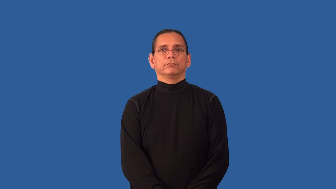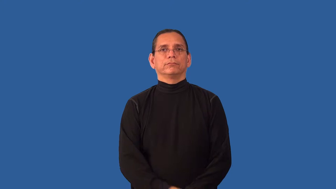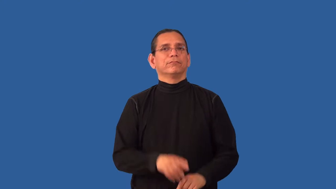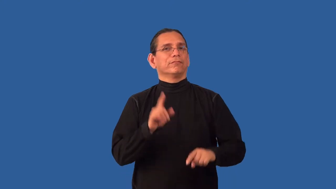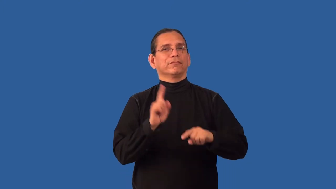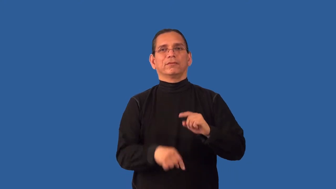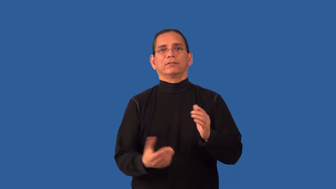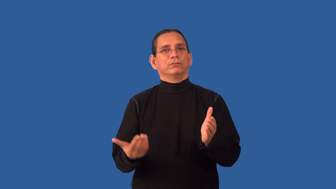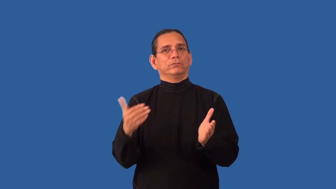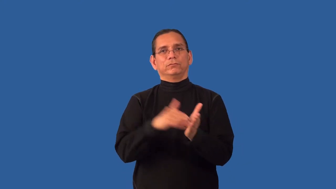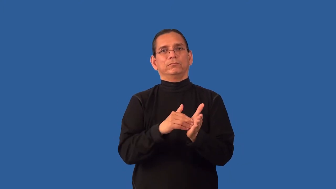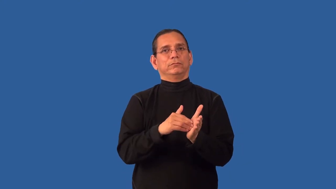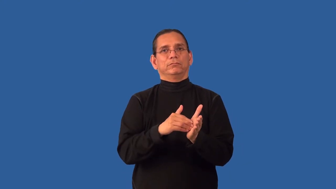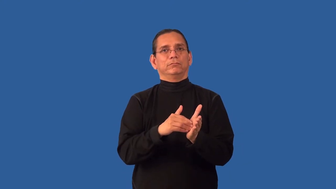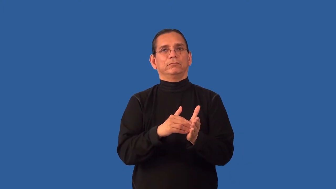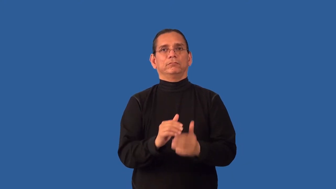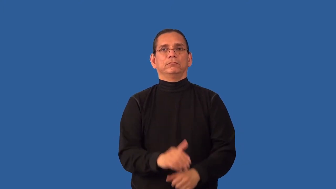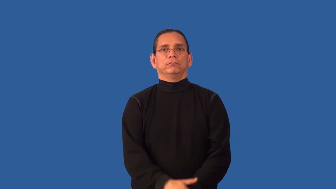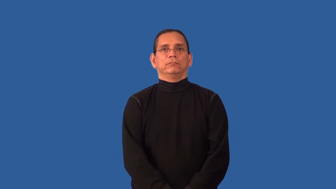unrepeatable